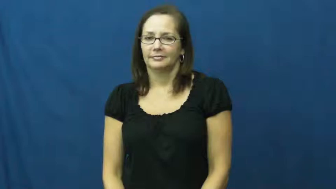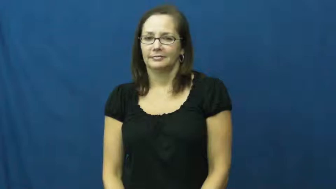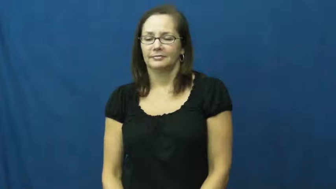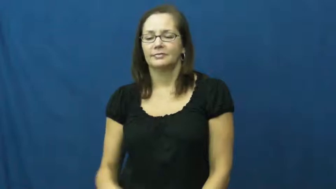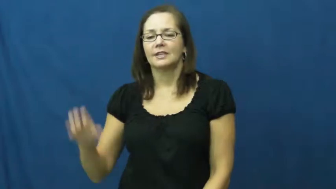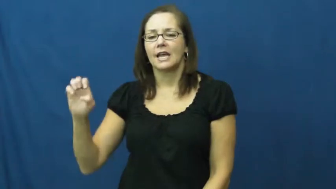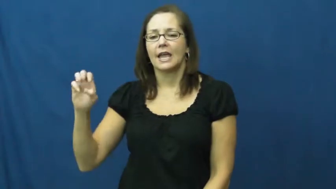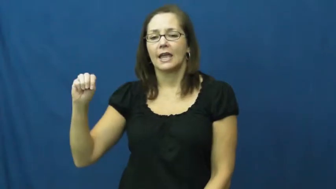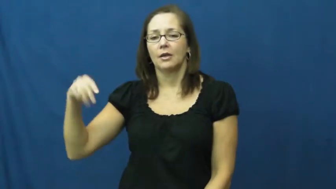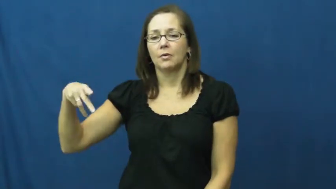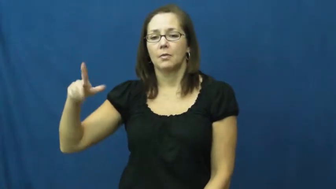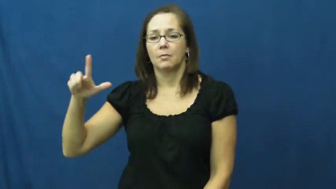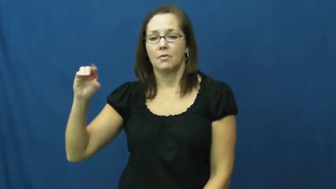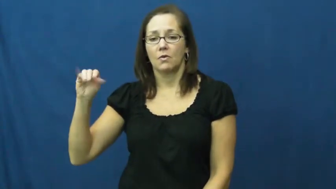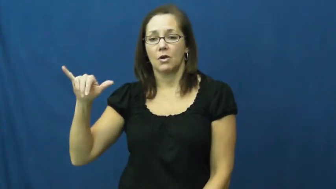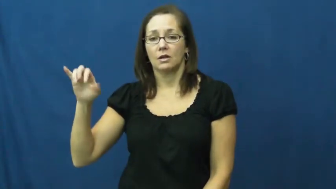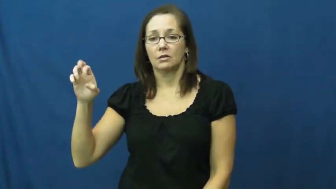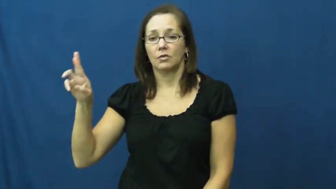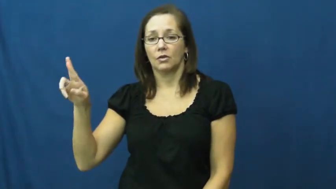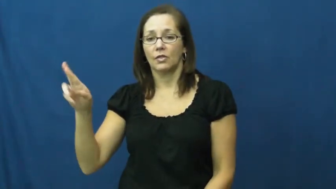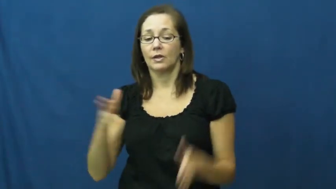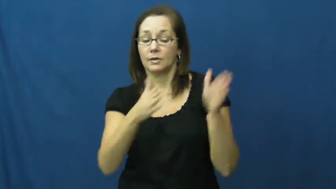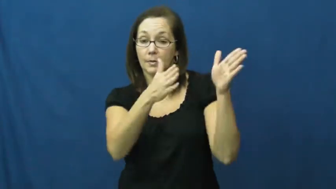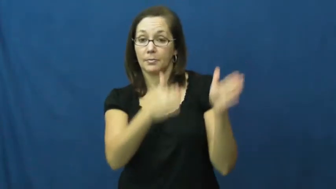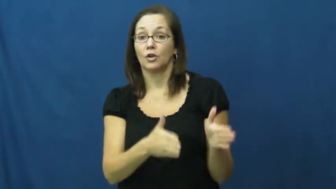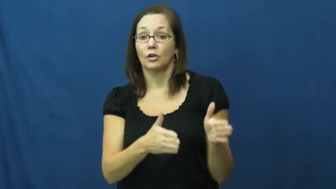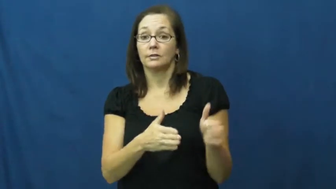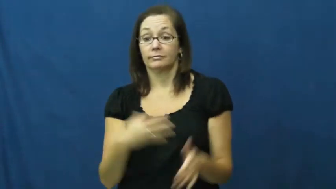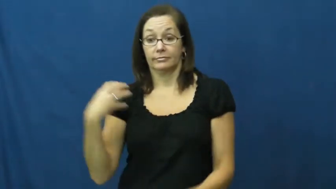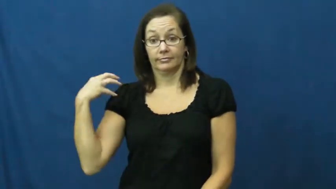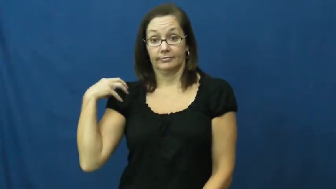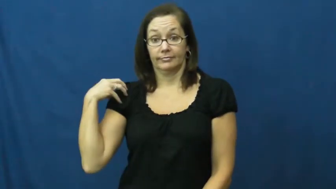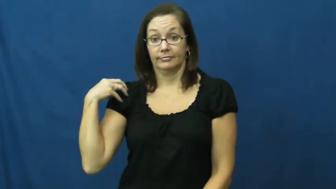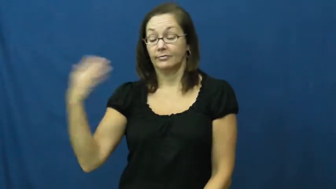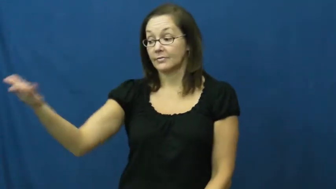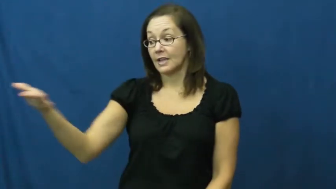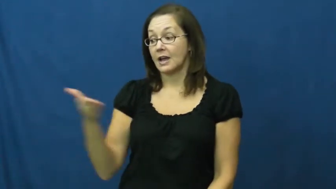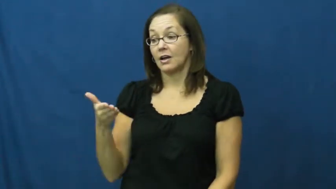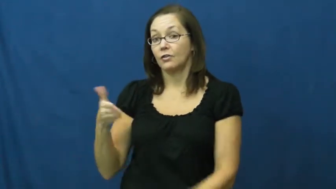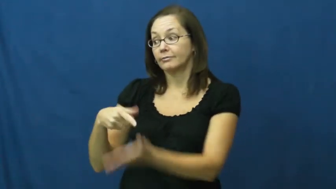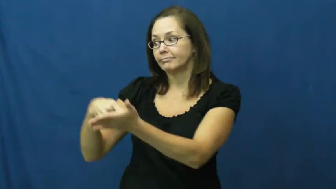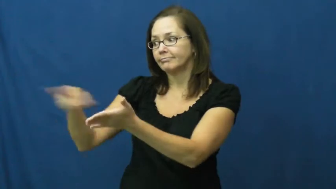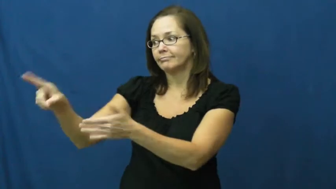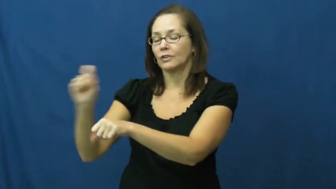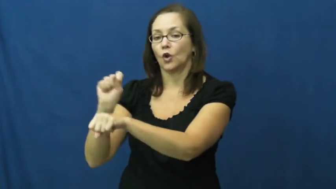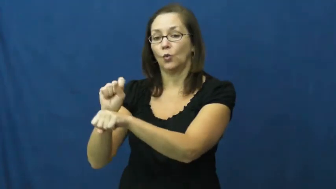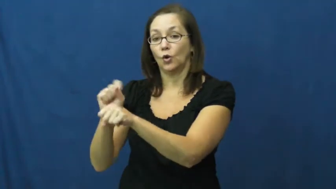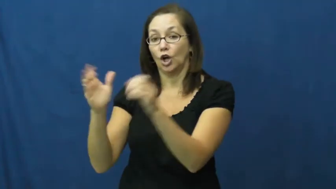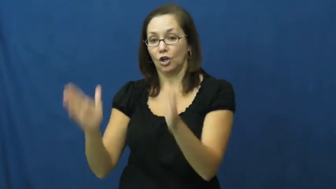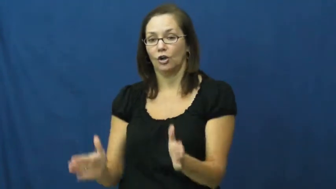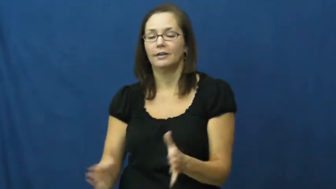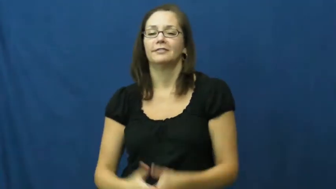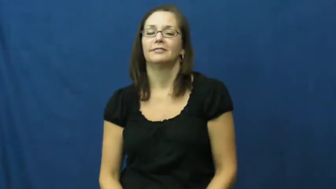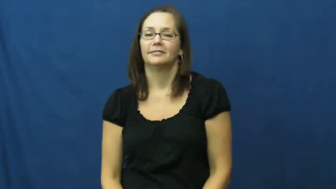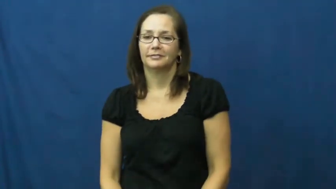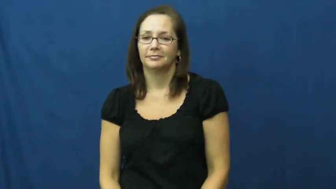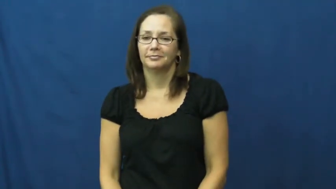employer